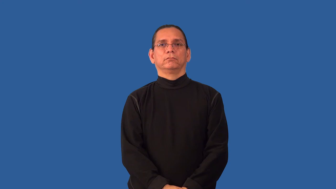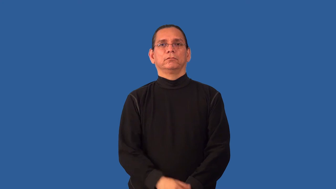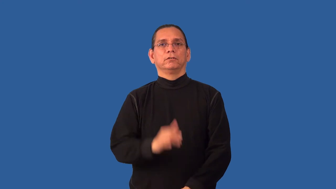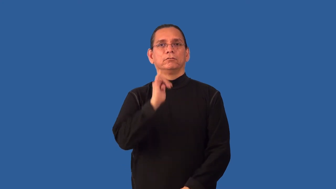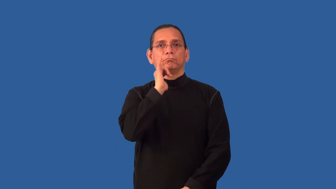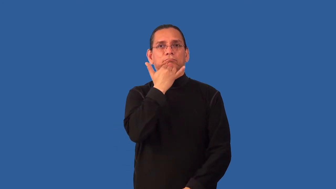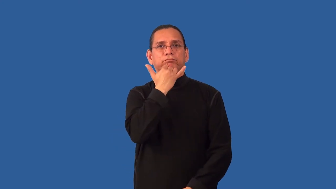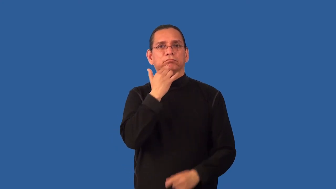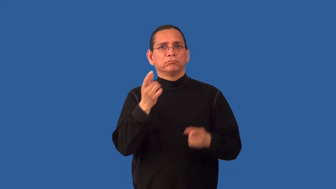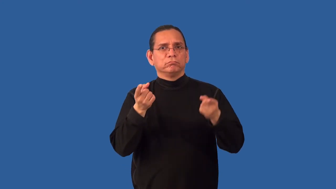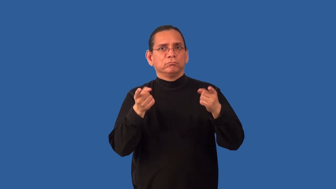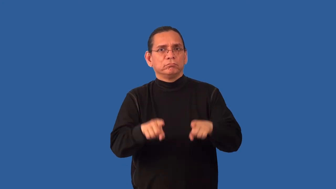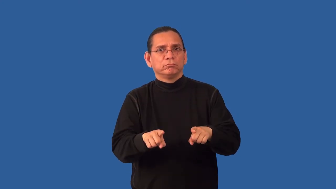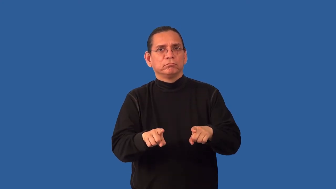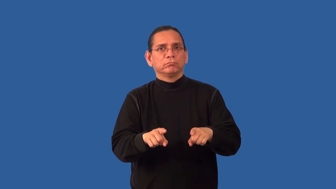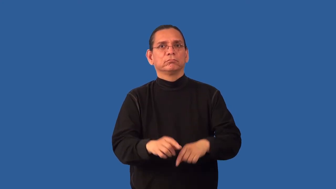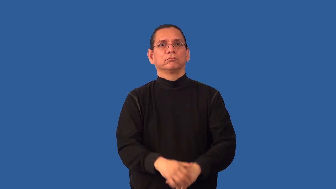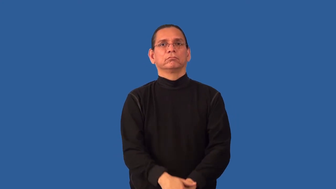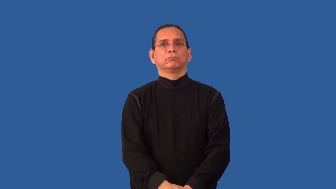misadventure